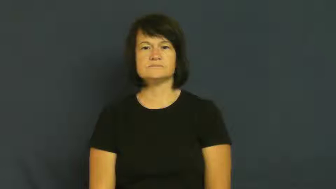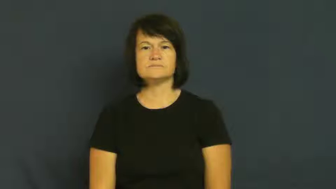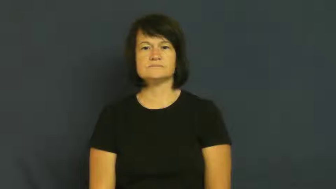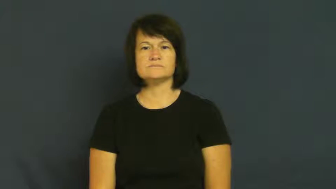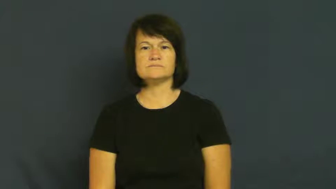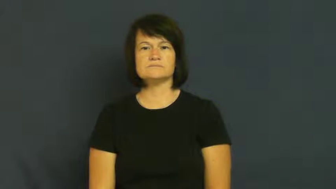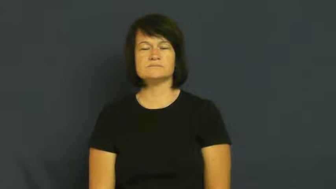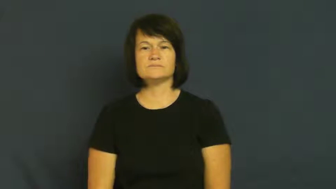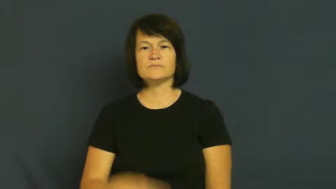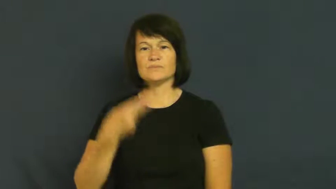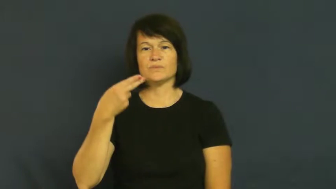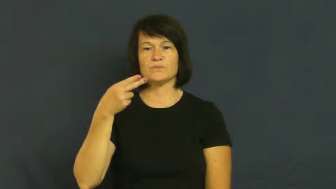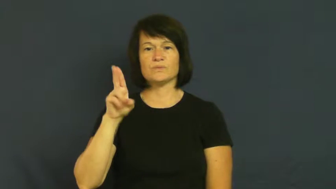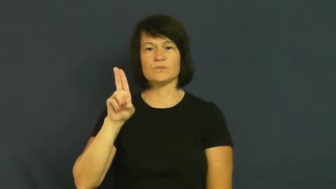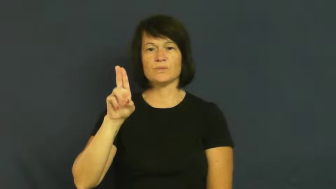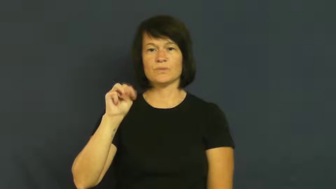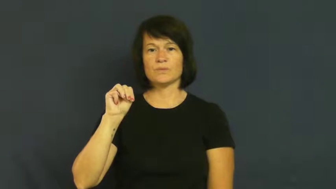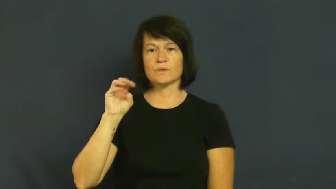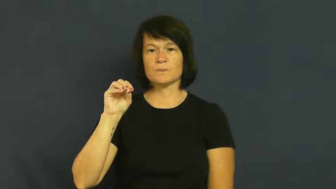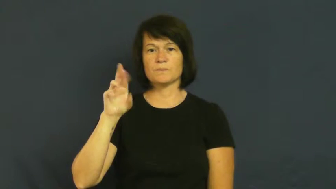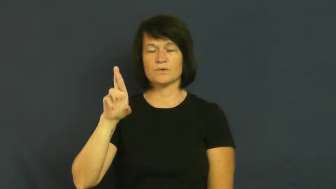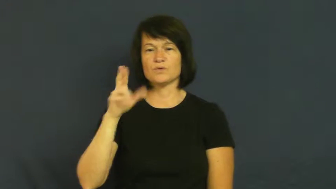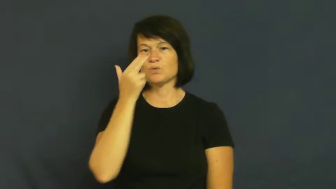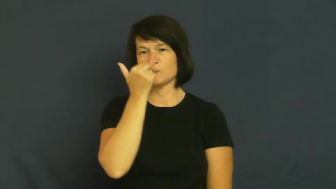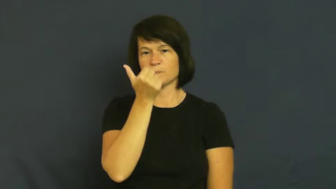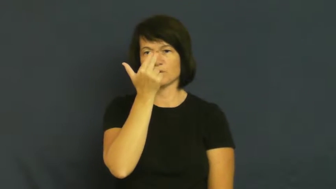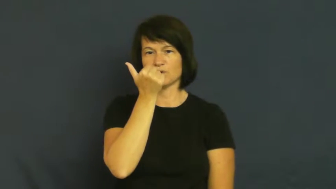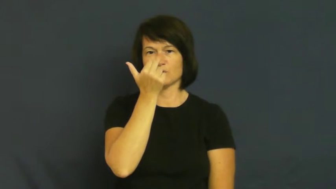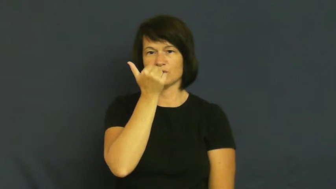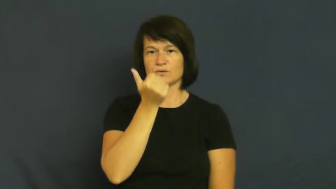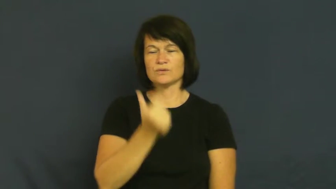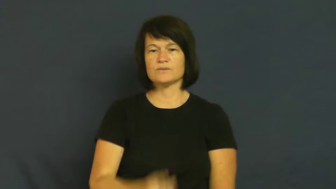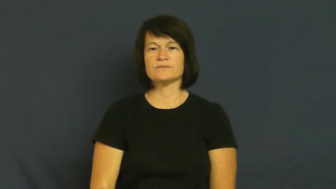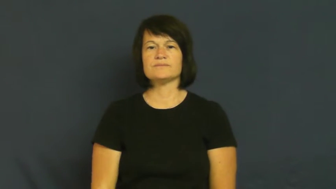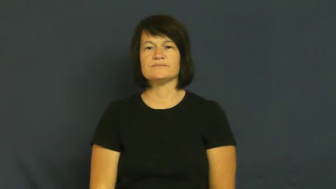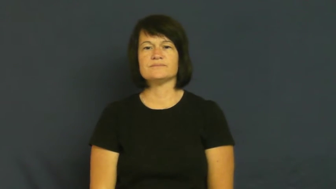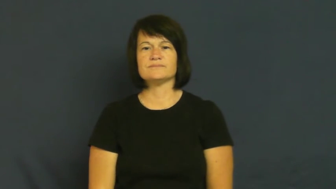humor-funny